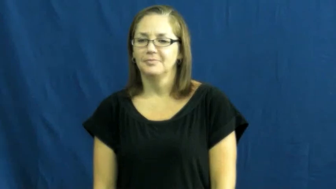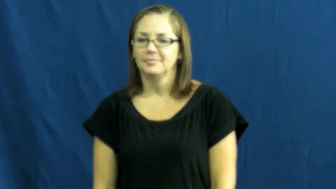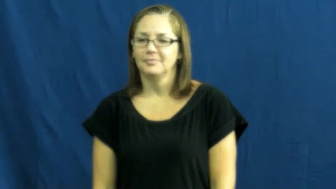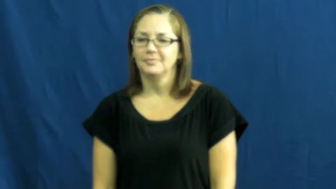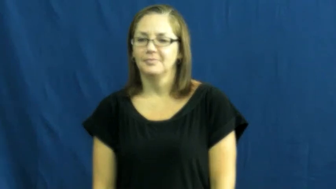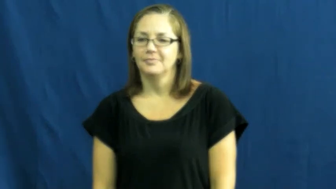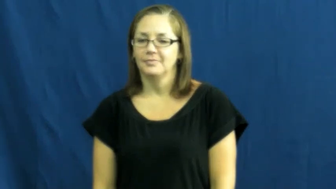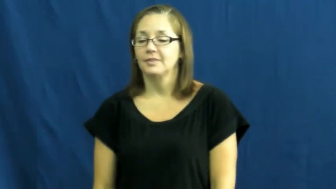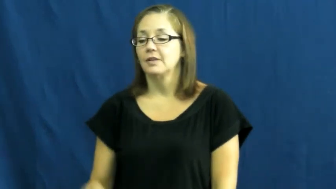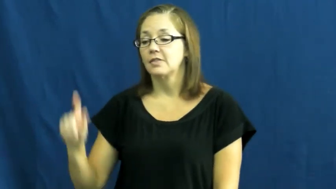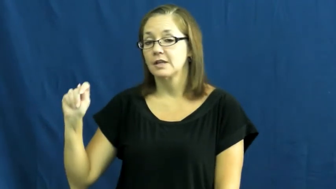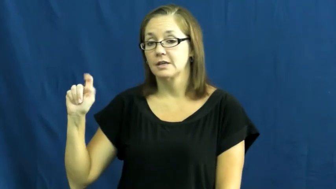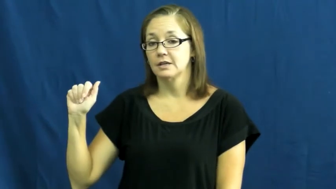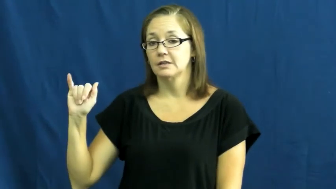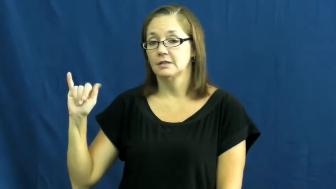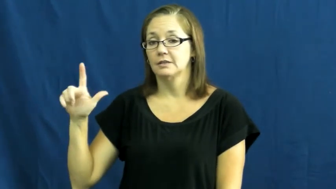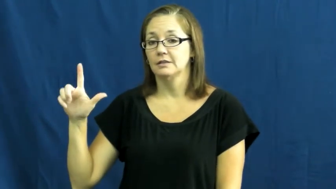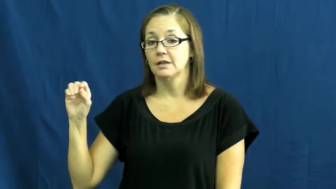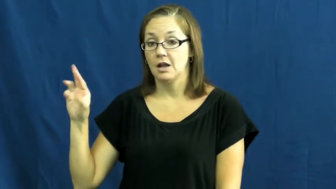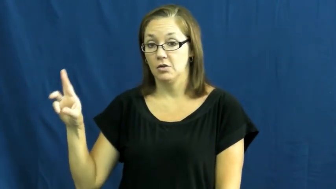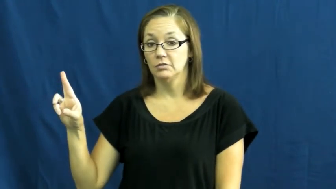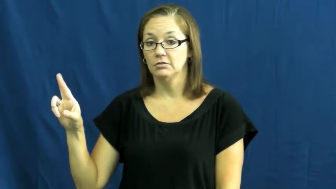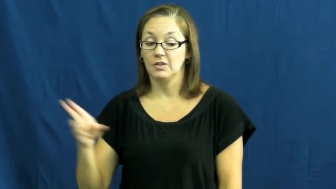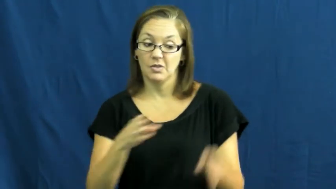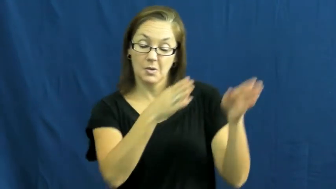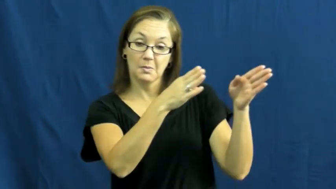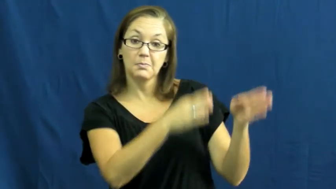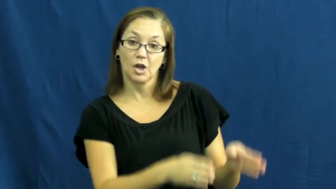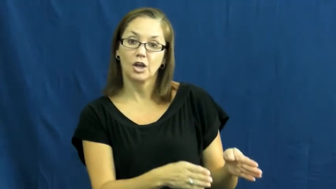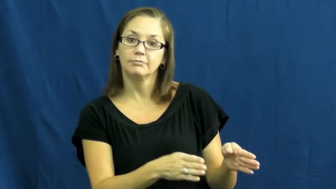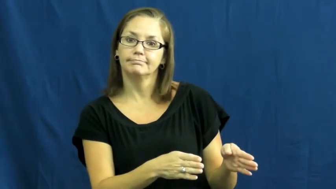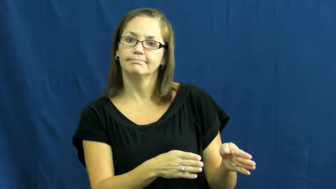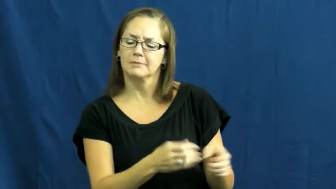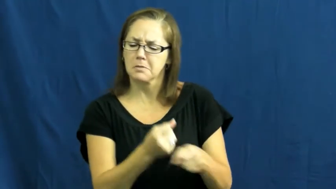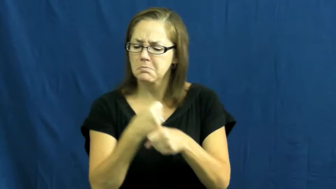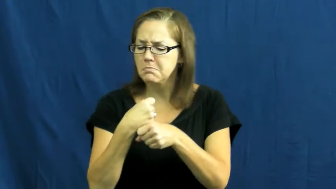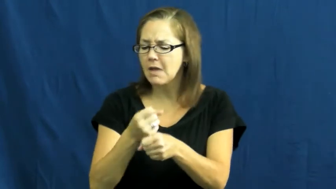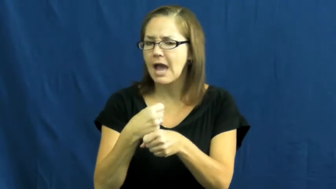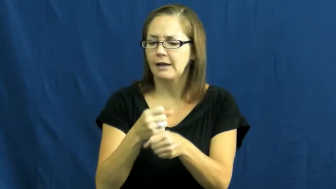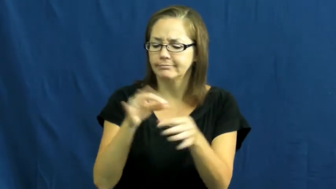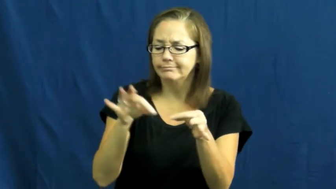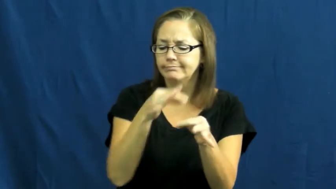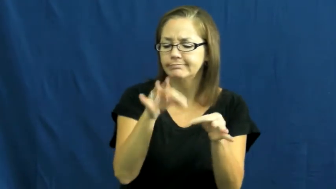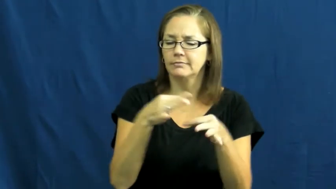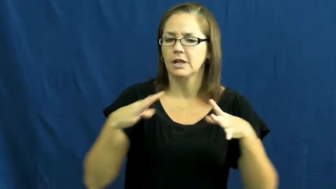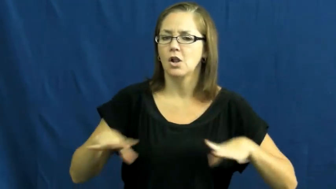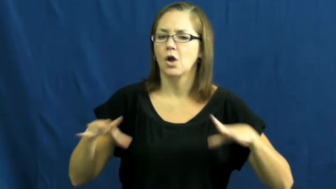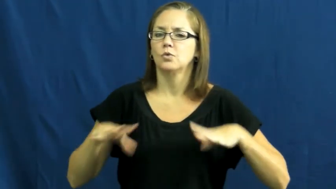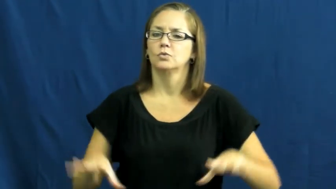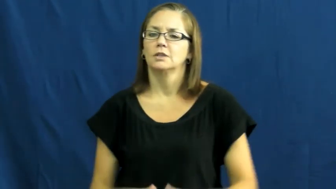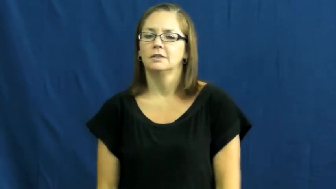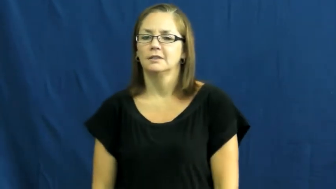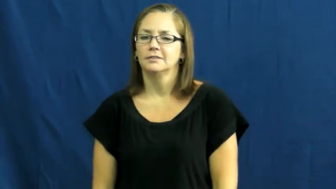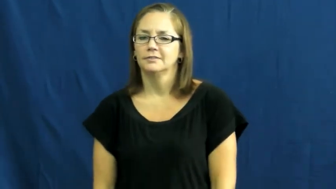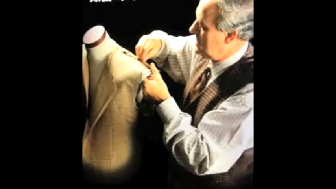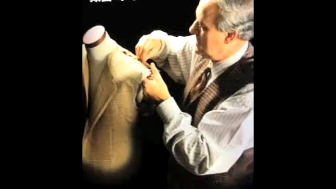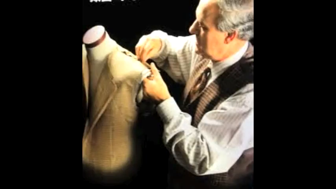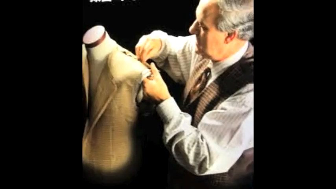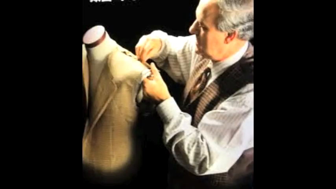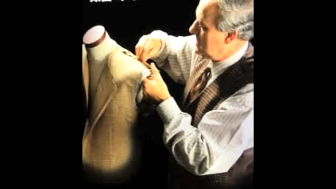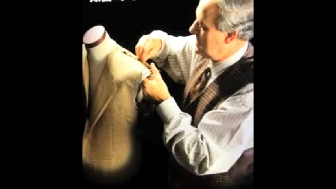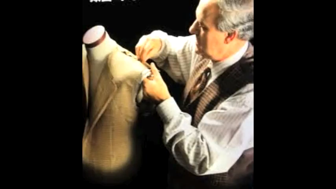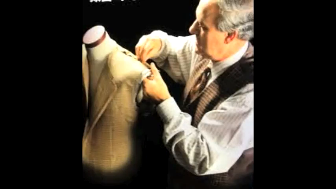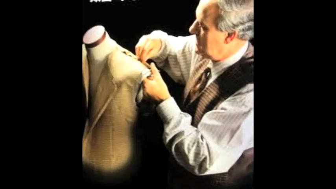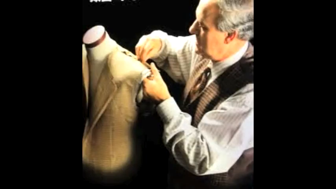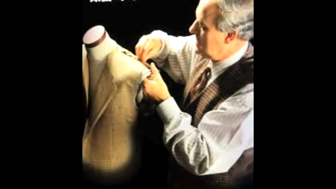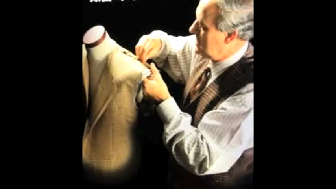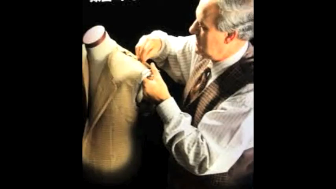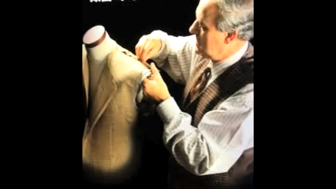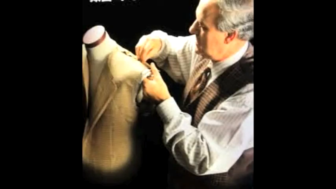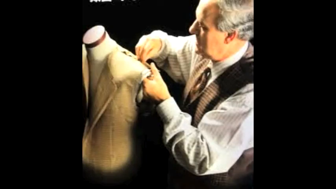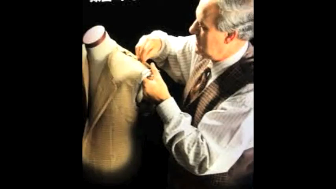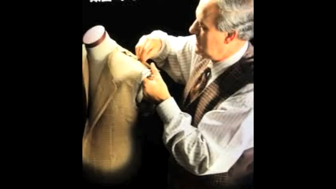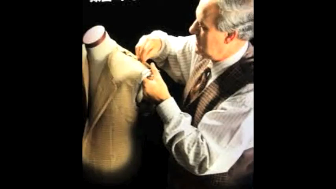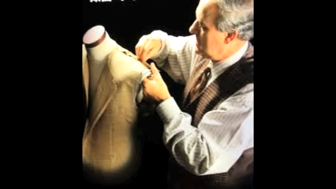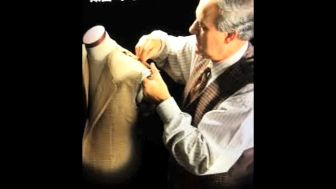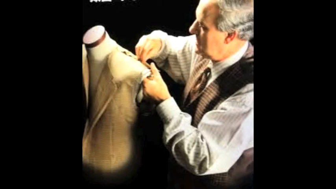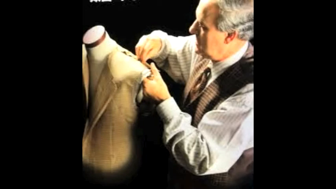tailor